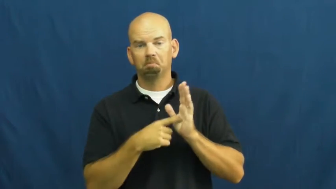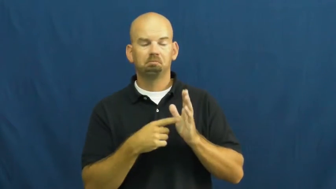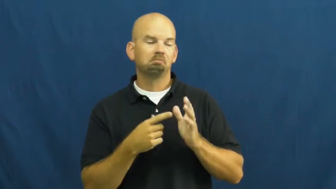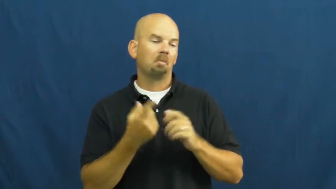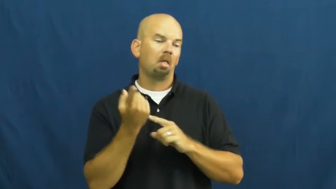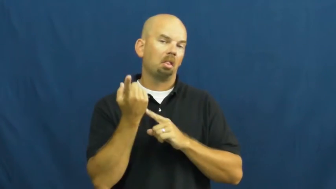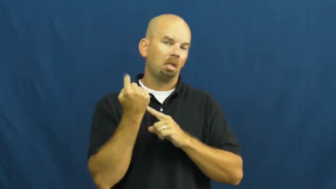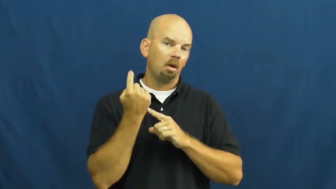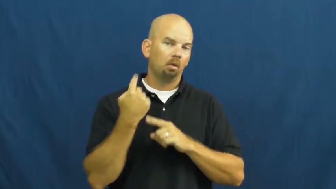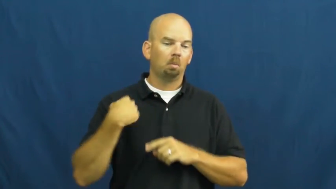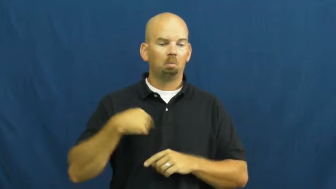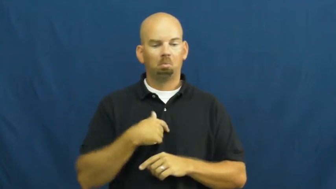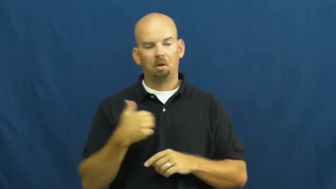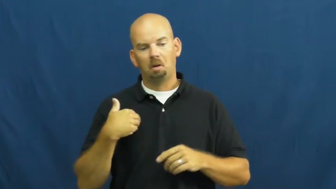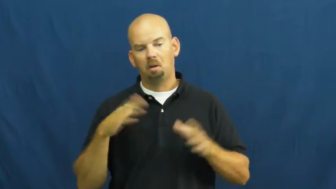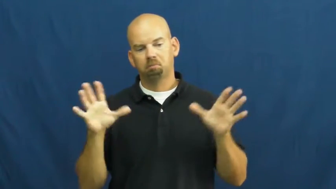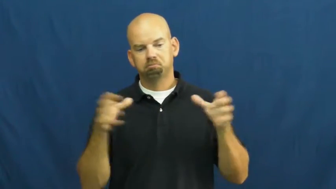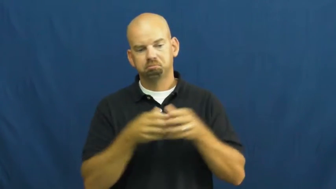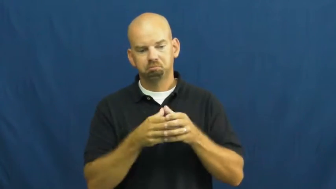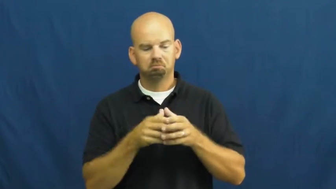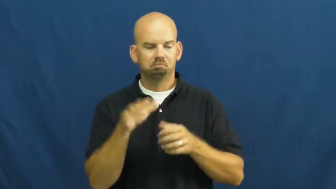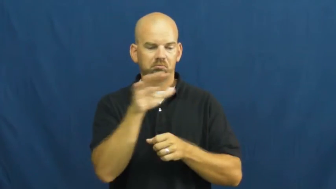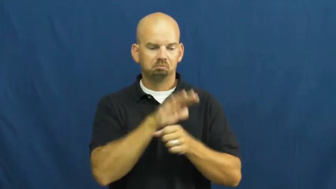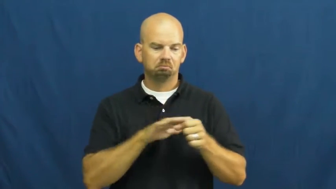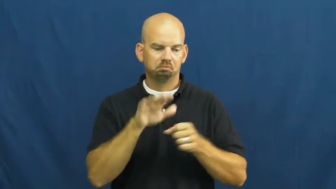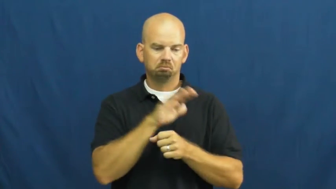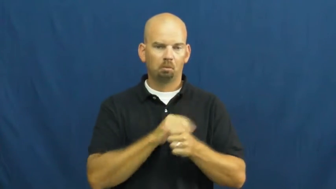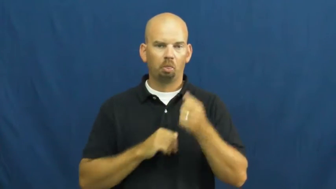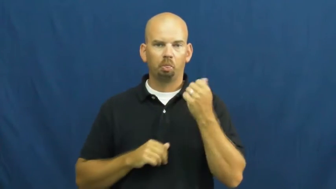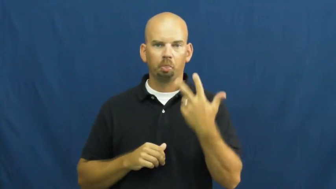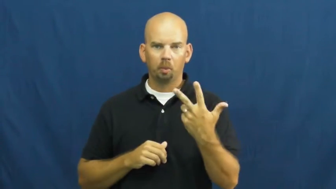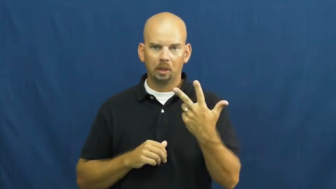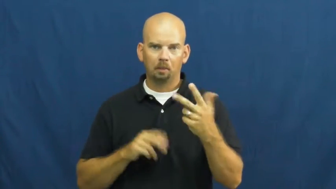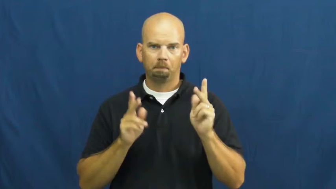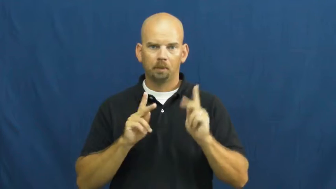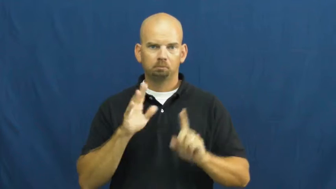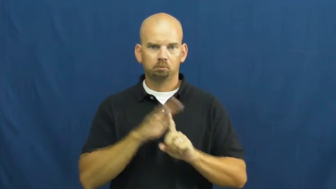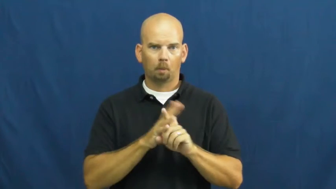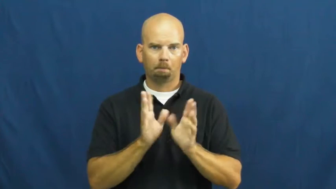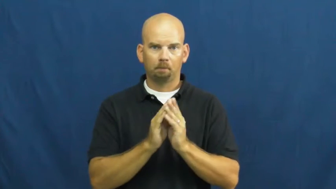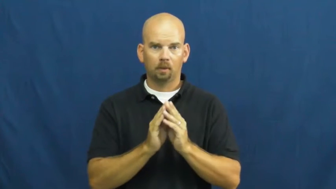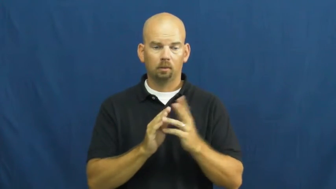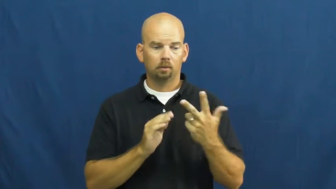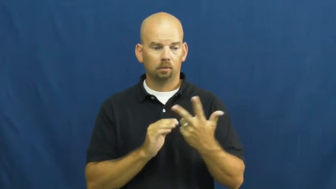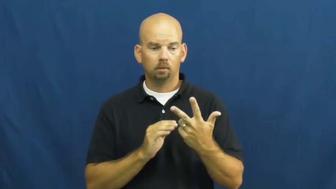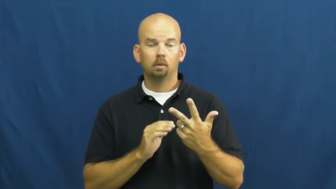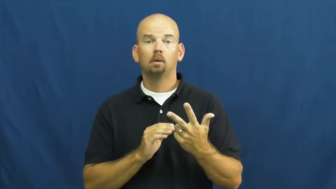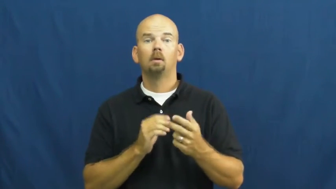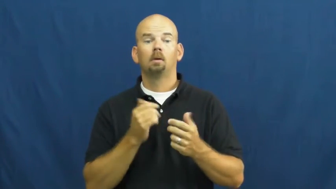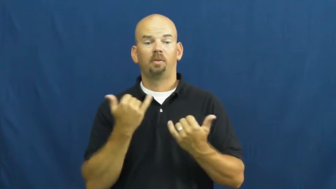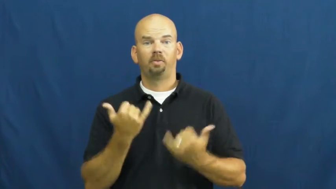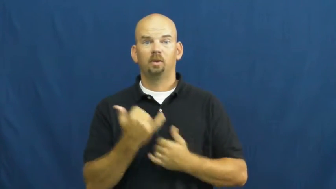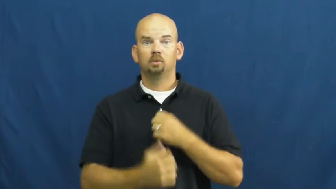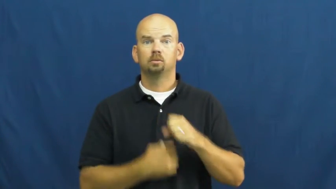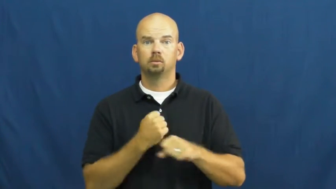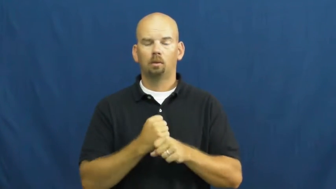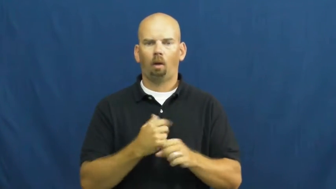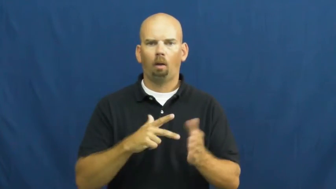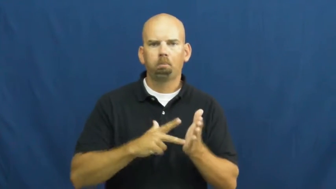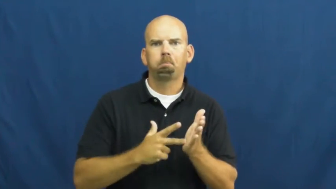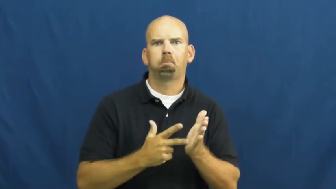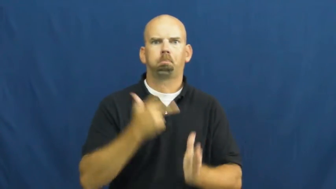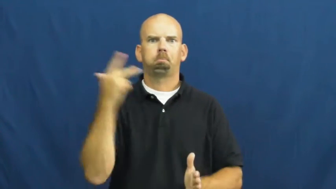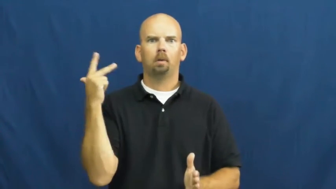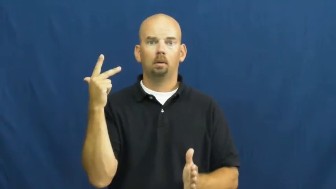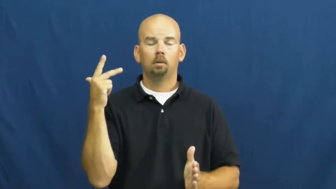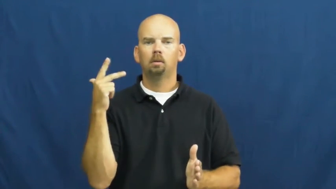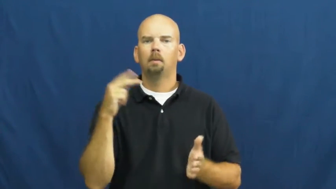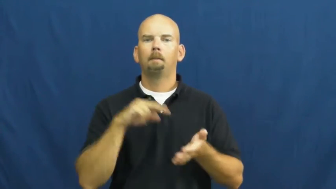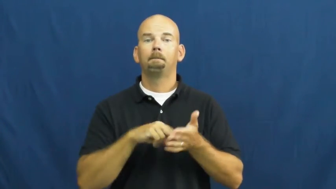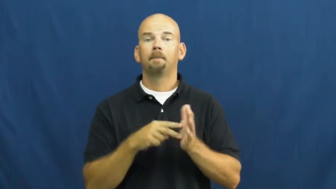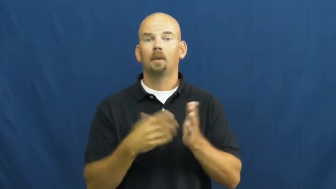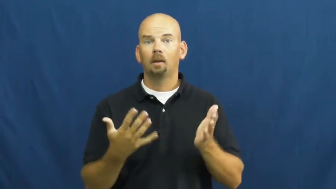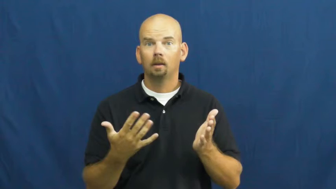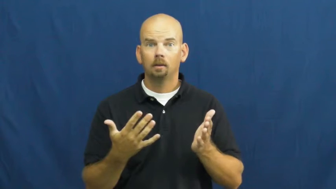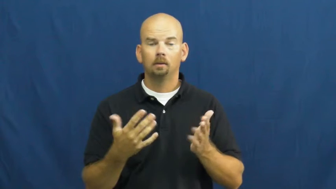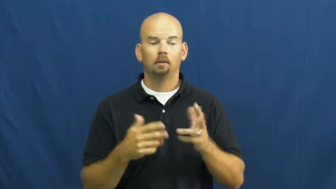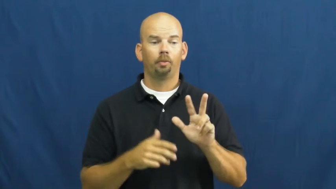triple-numbers